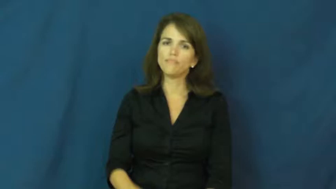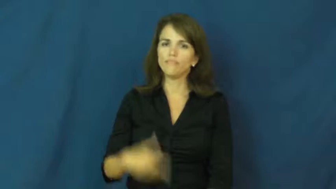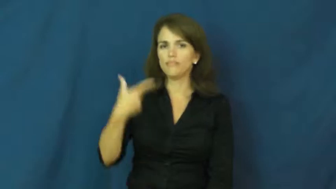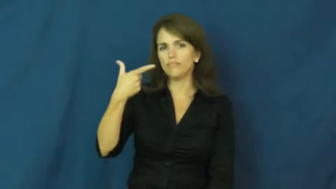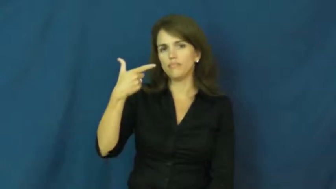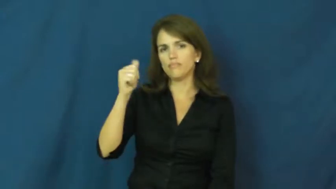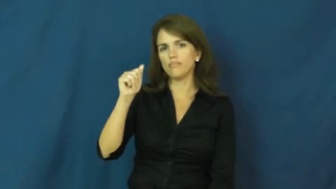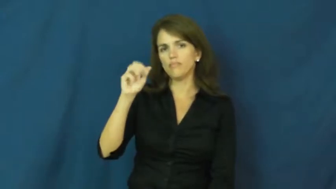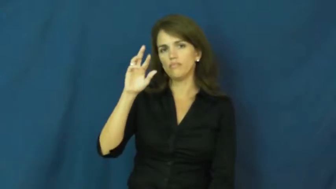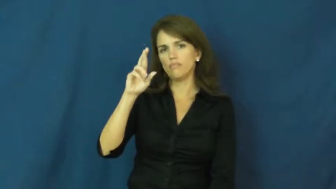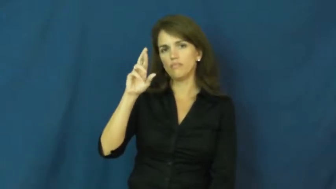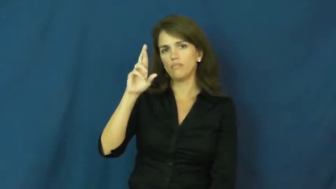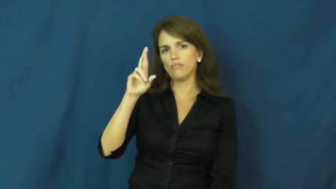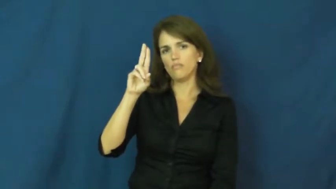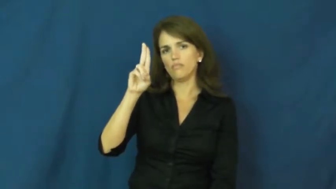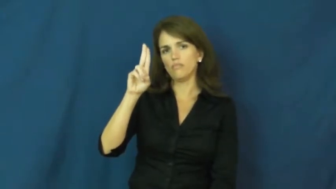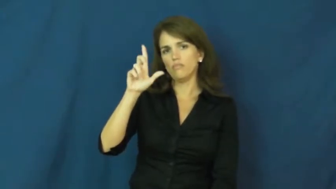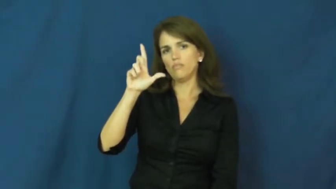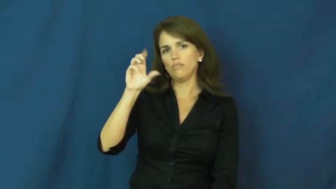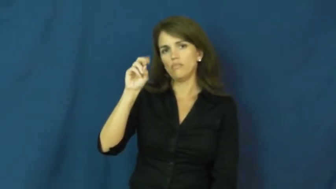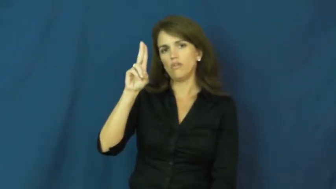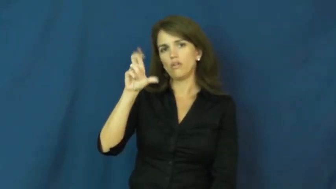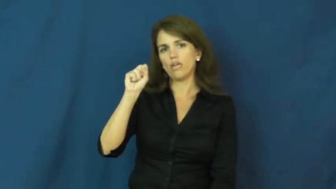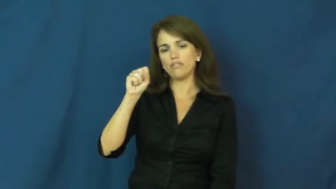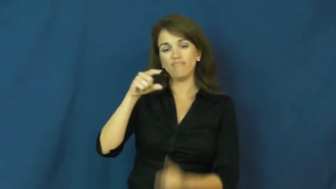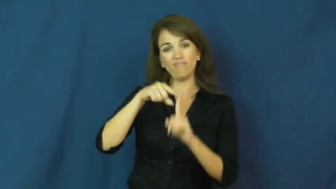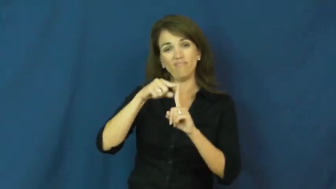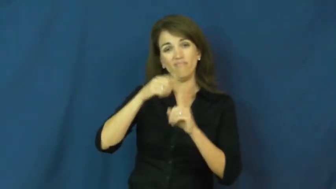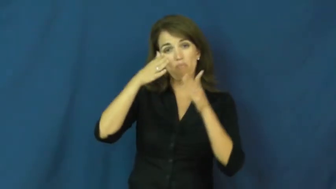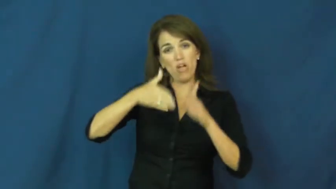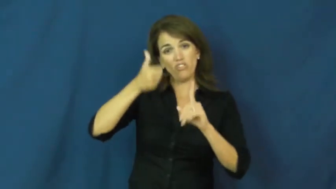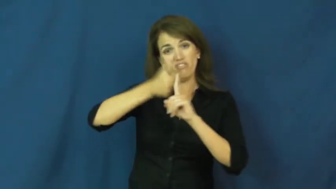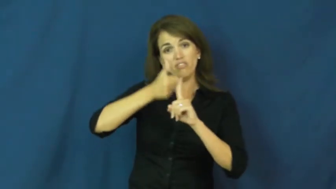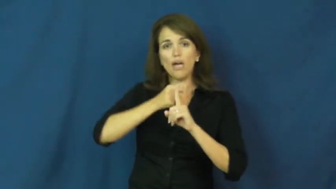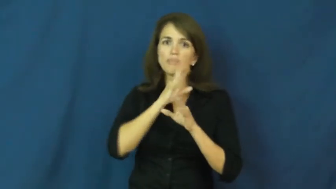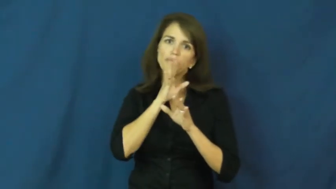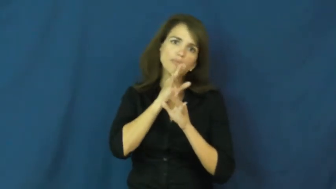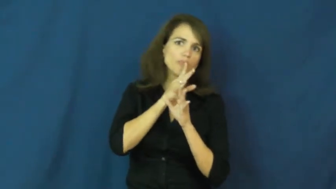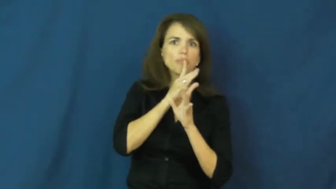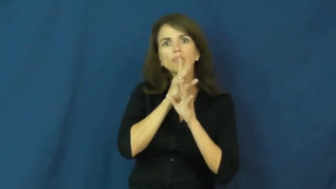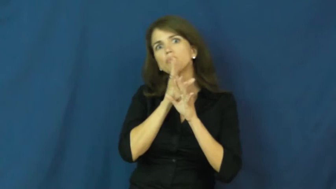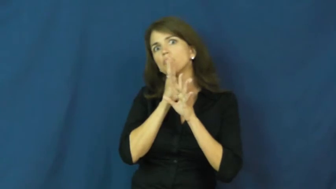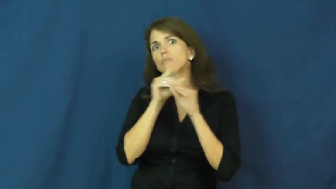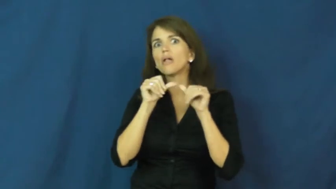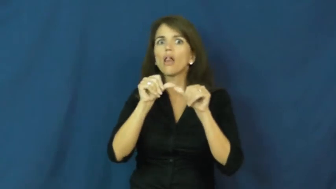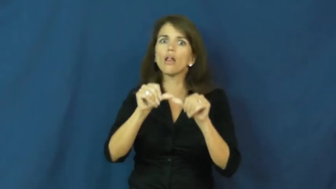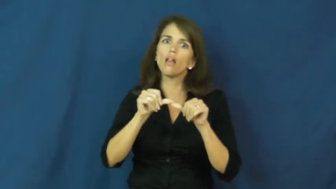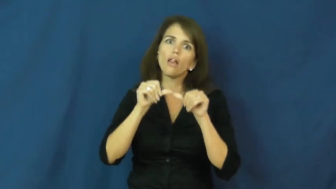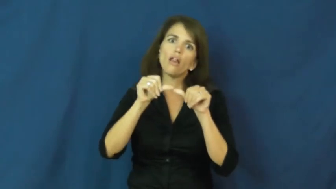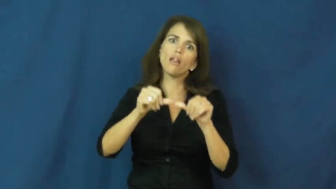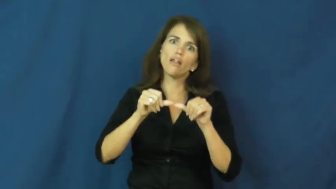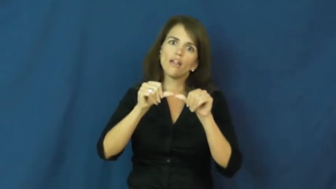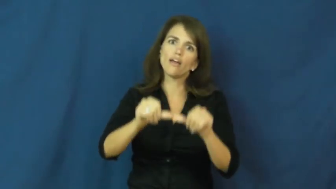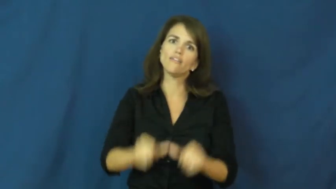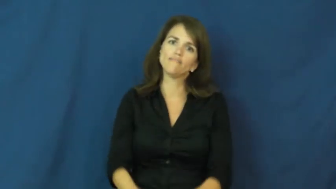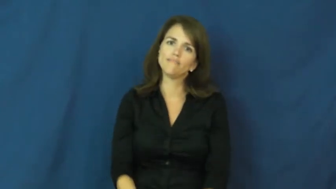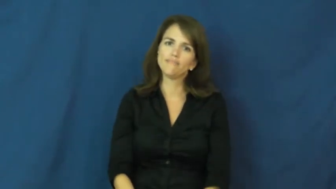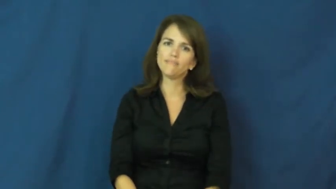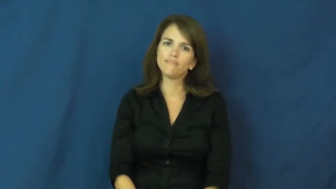garrulous